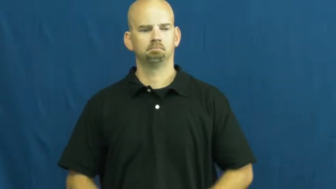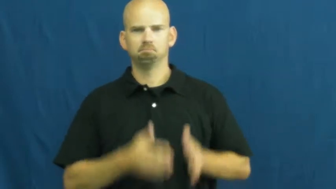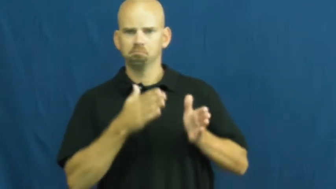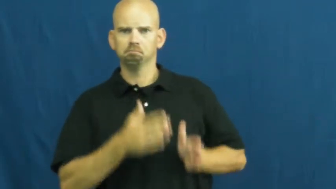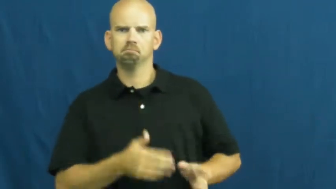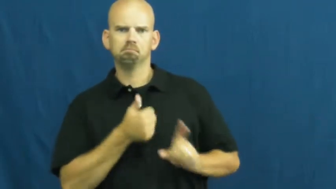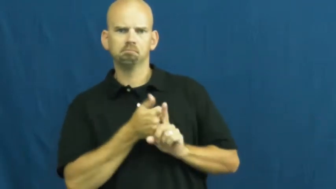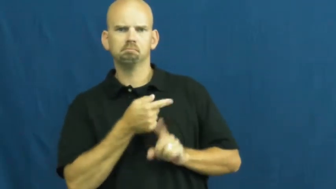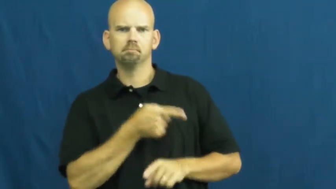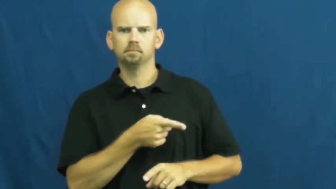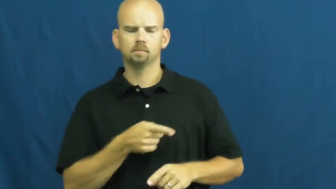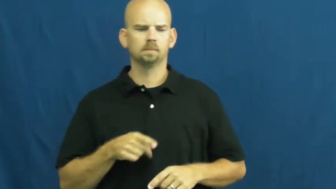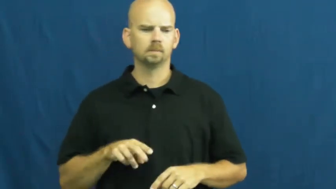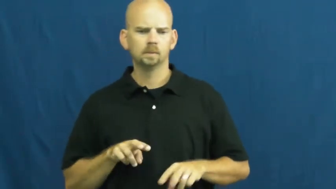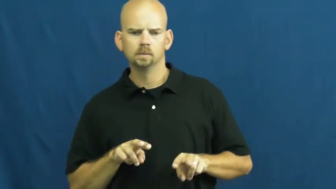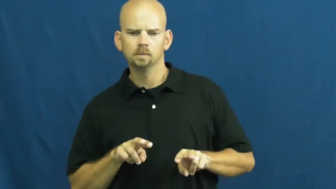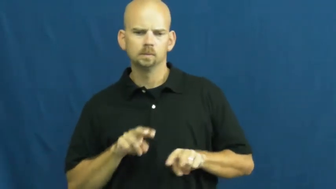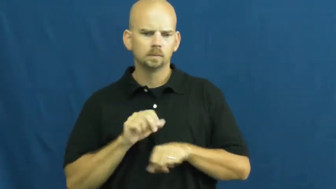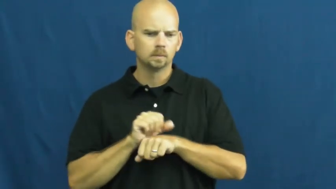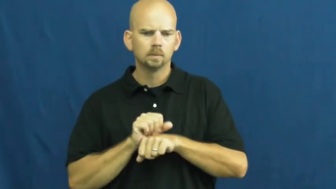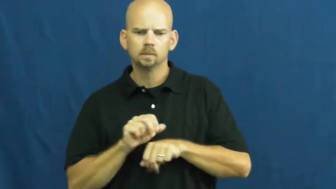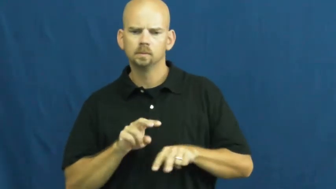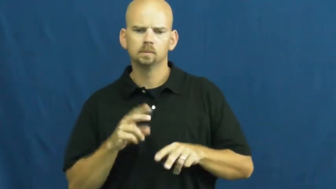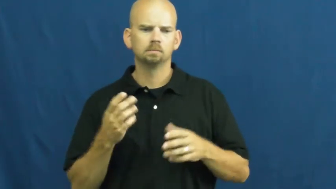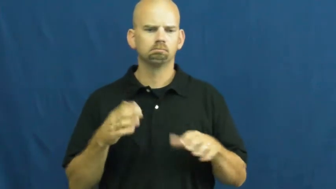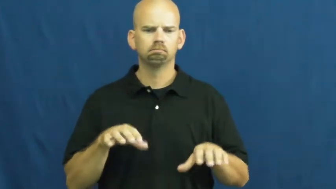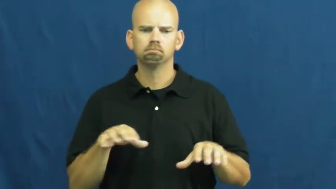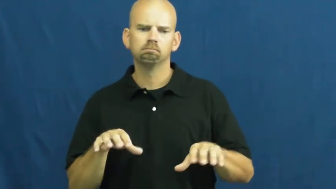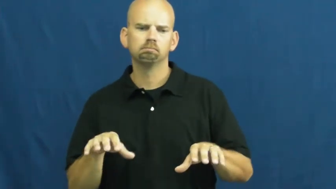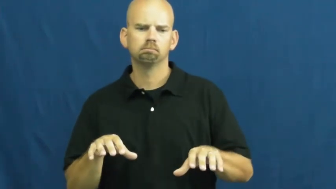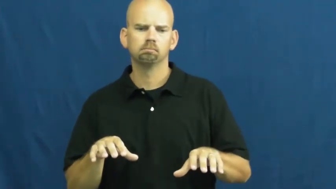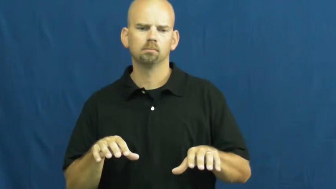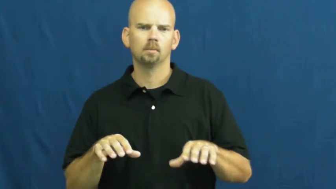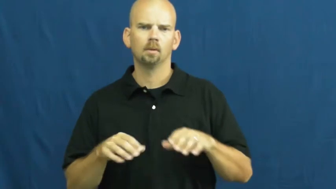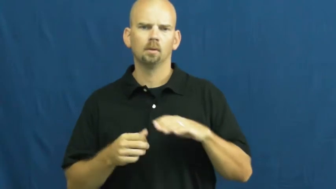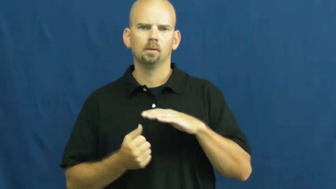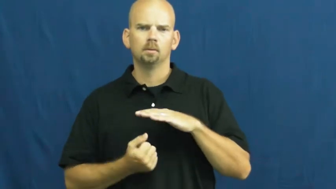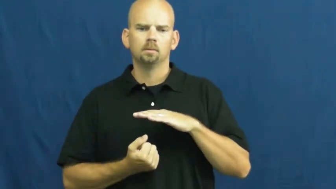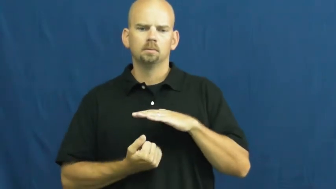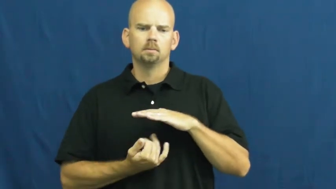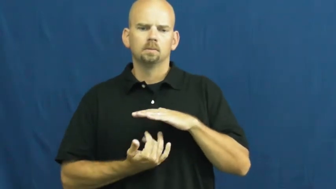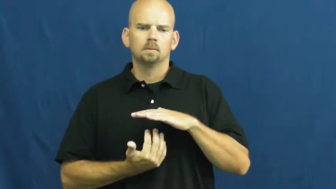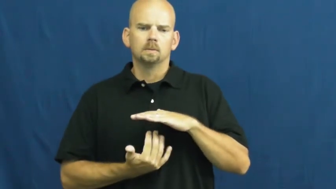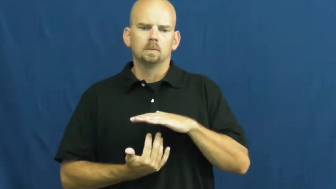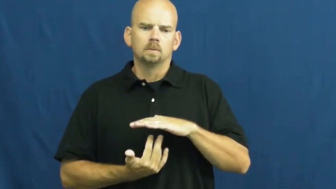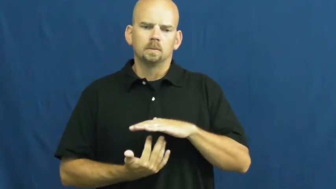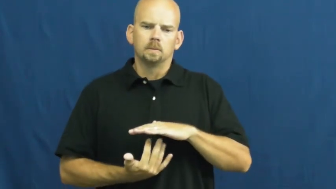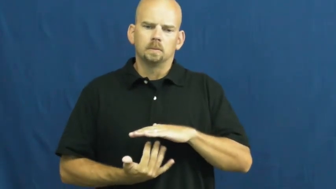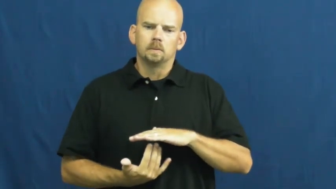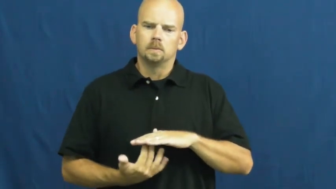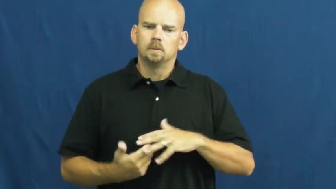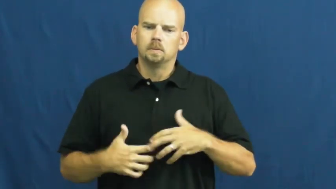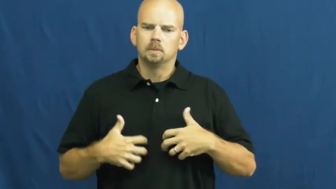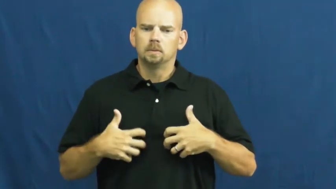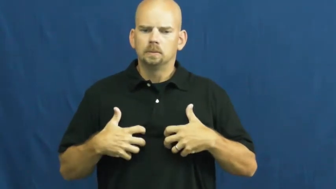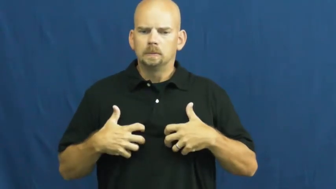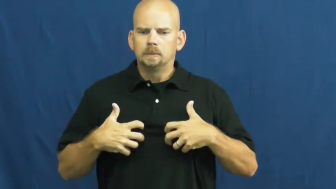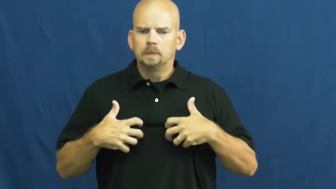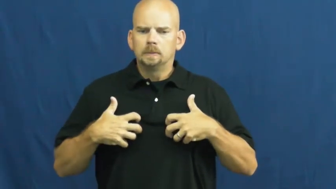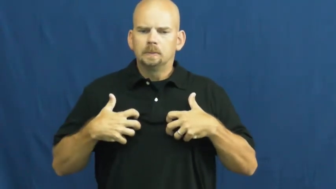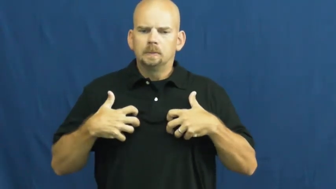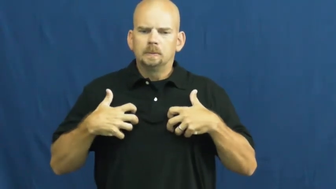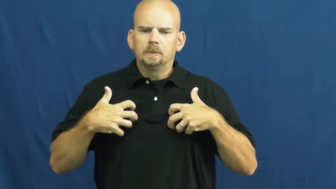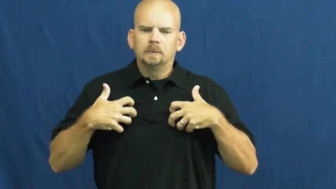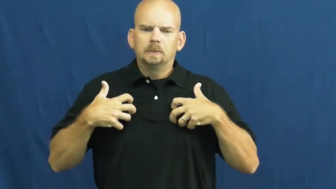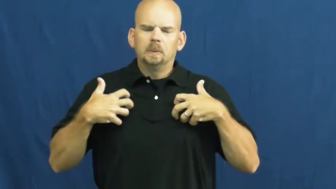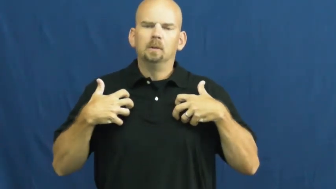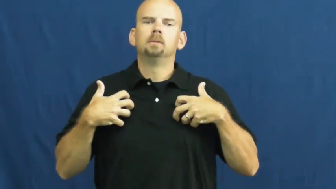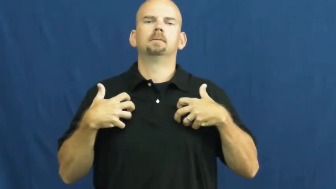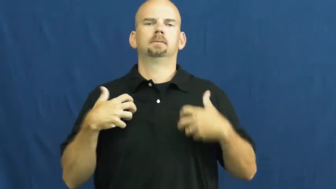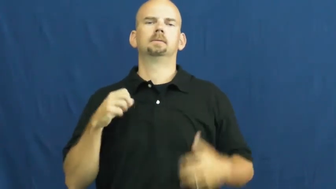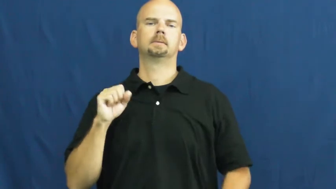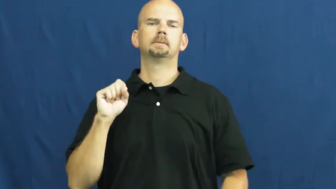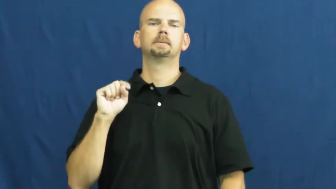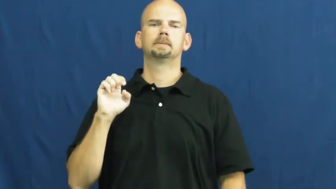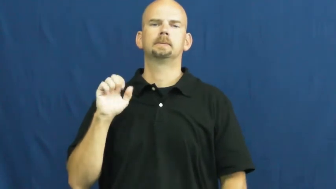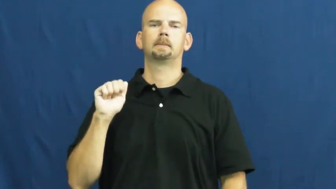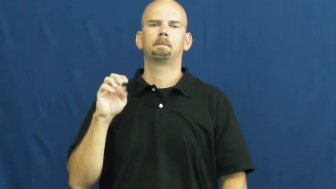steam-angry